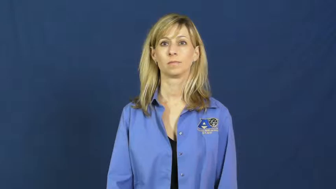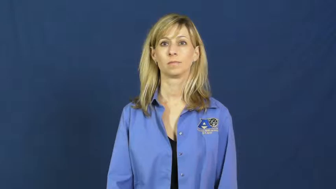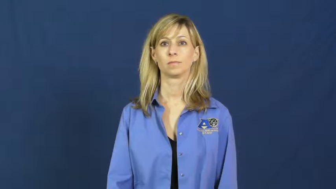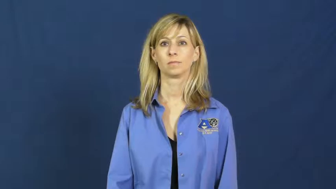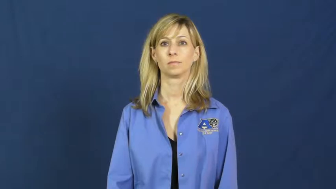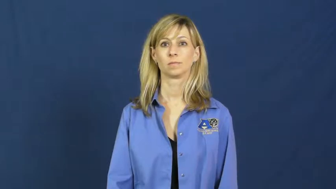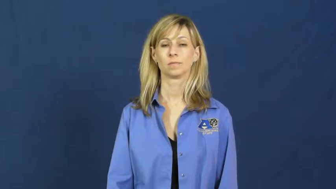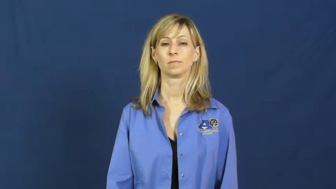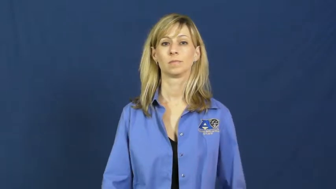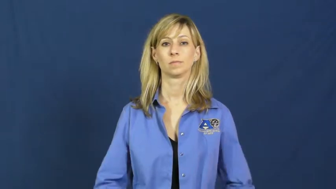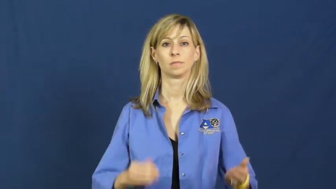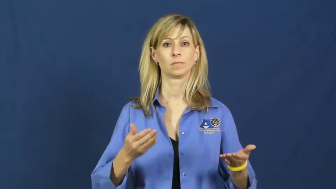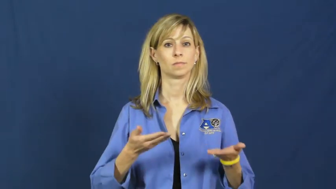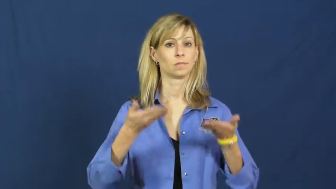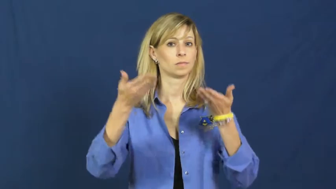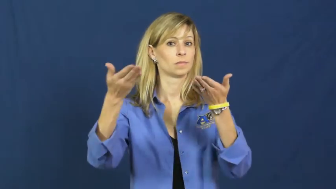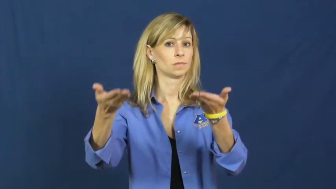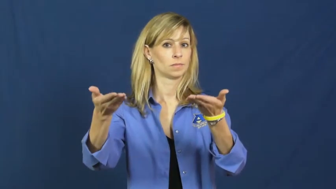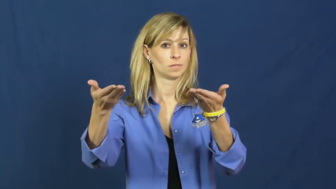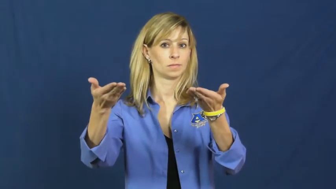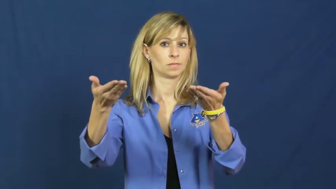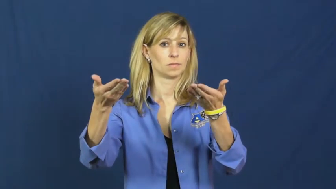recommend